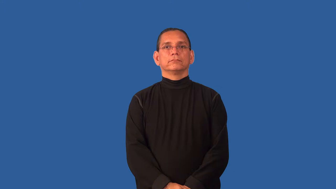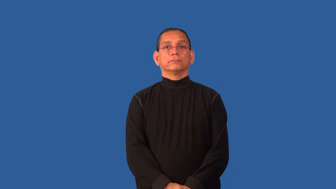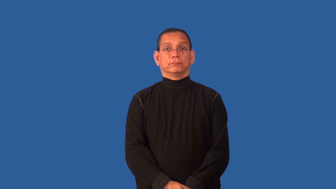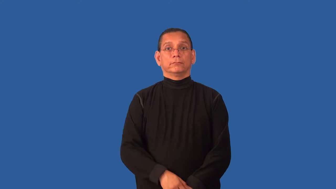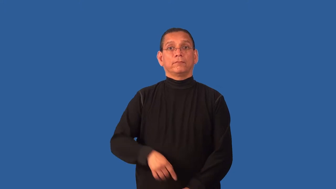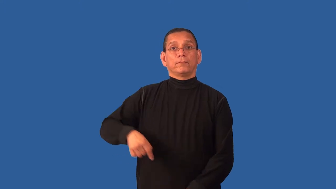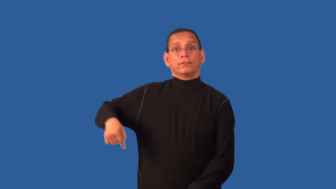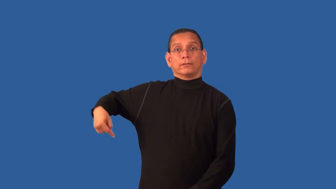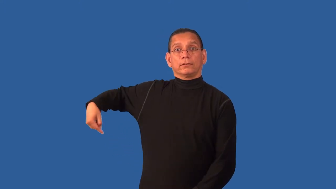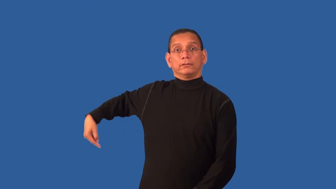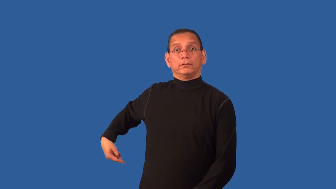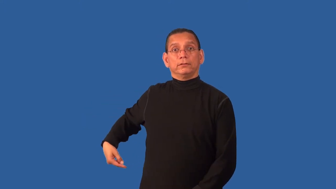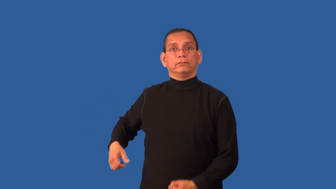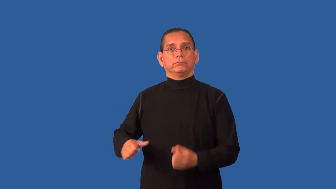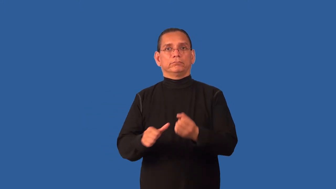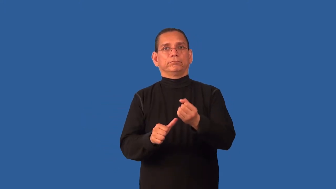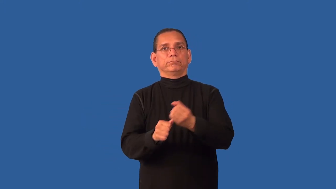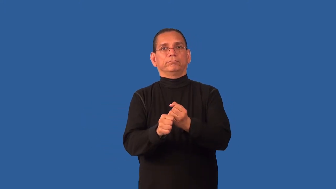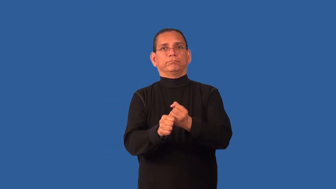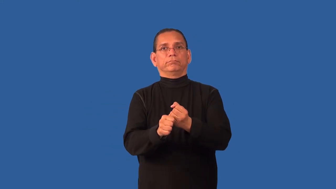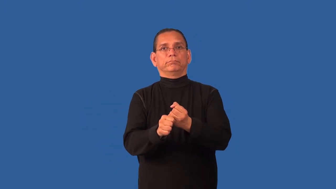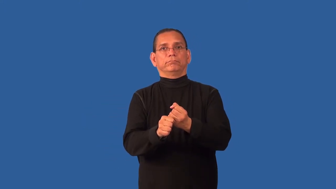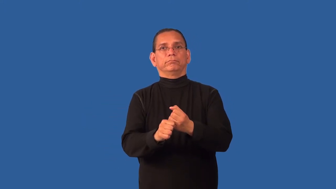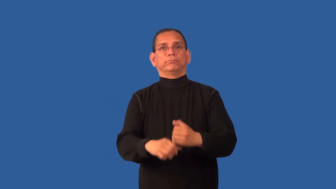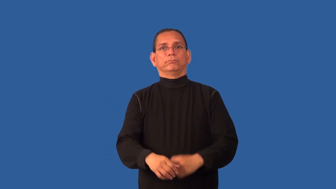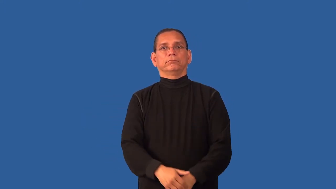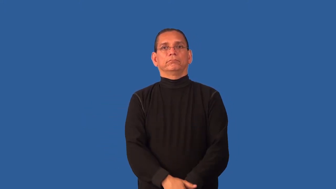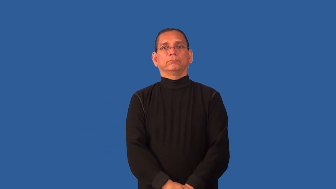constipated,irregular,bind